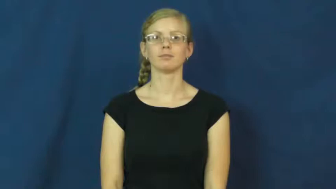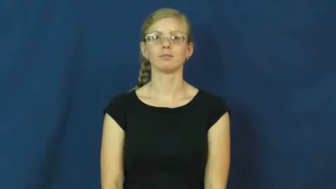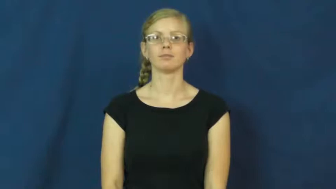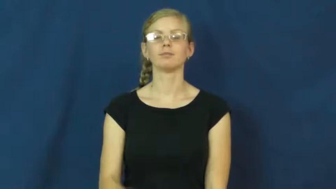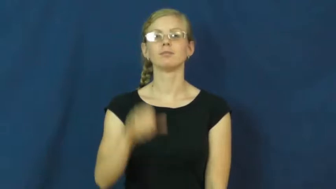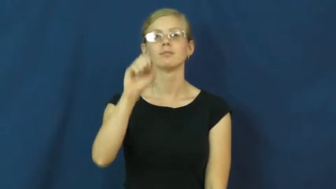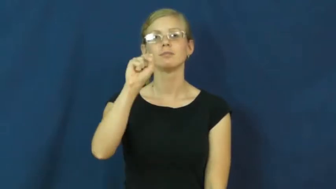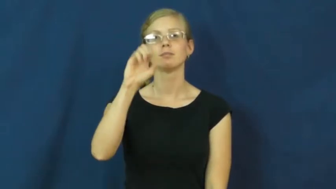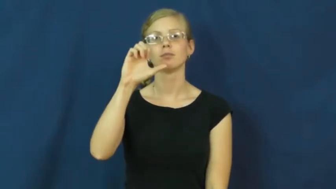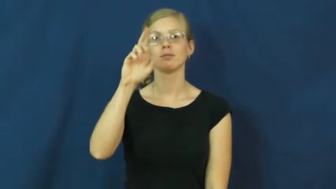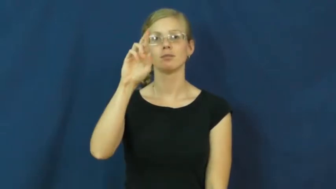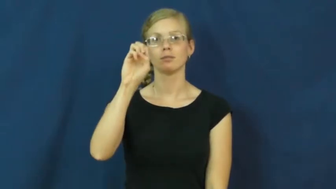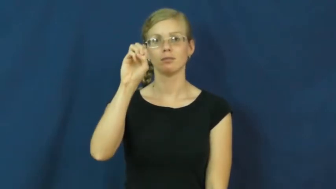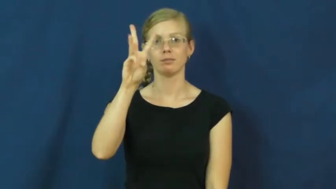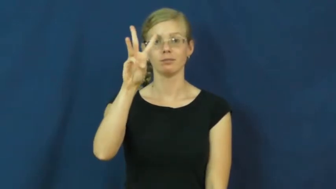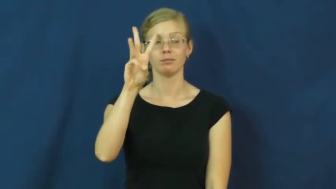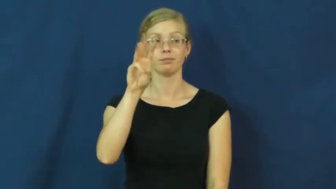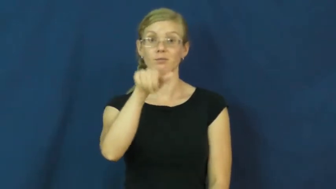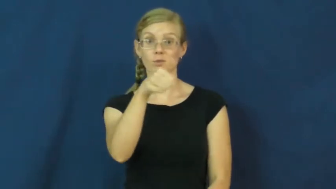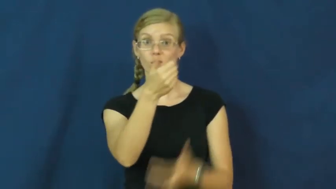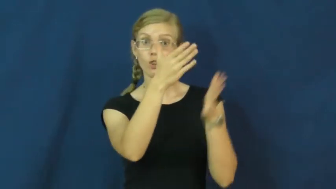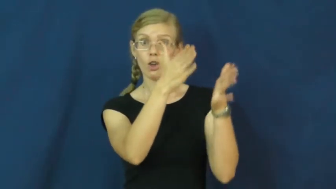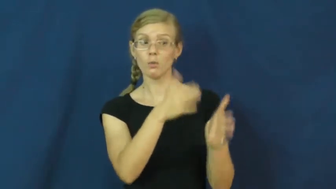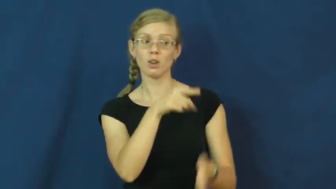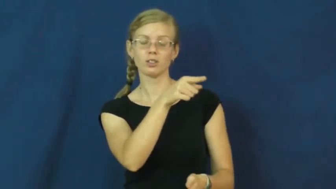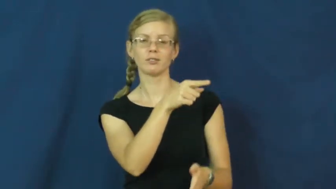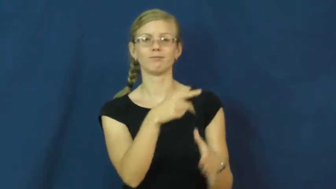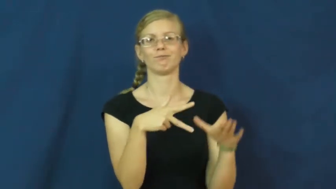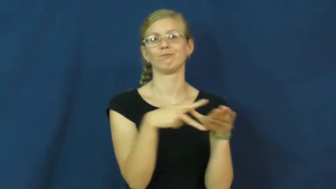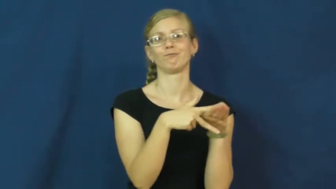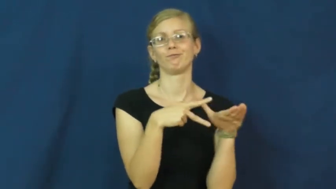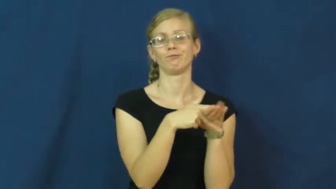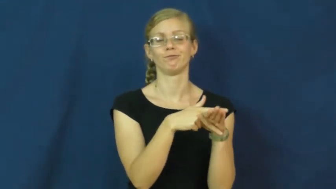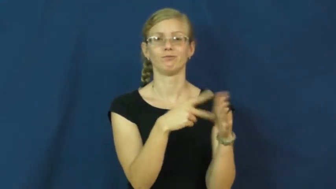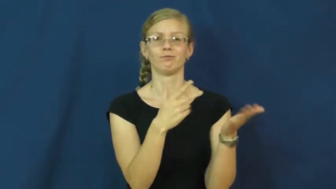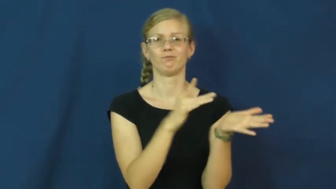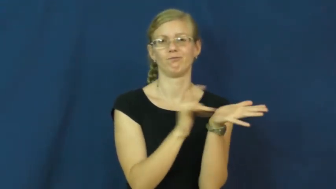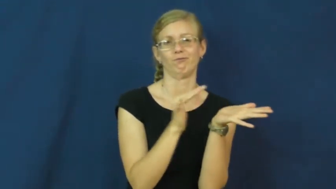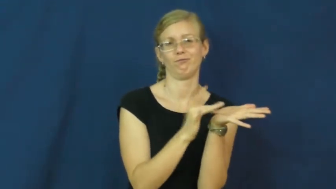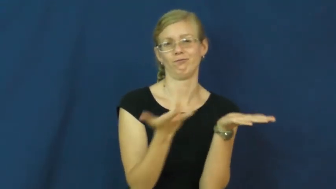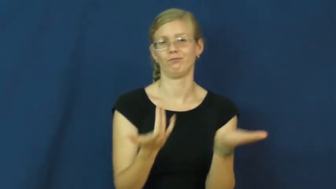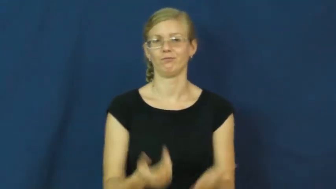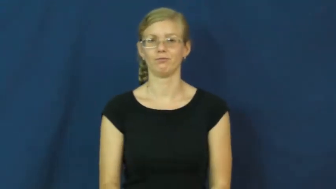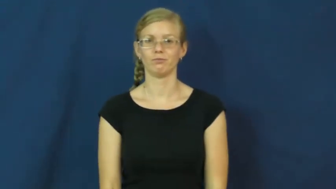screw-cheat